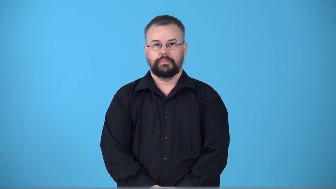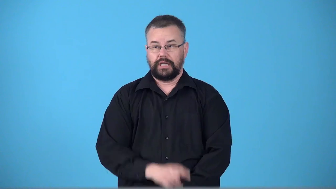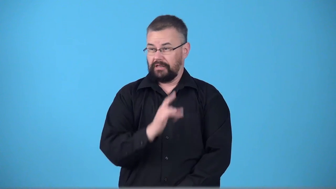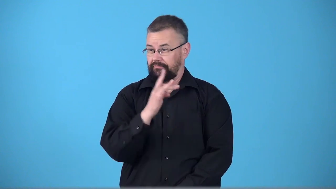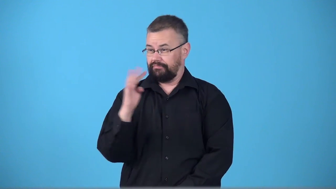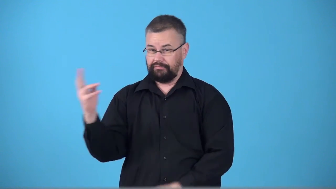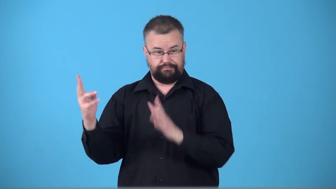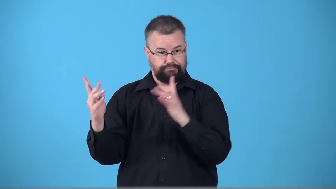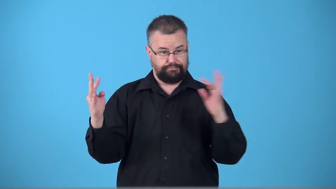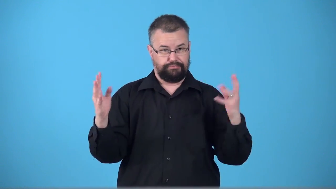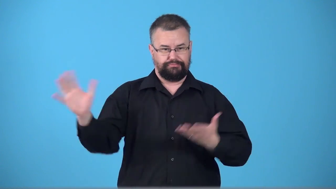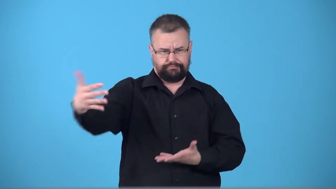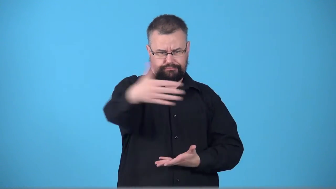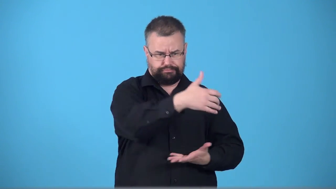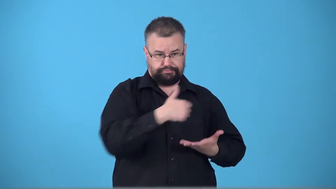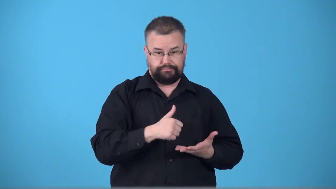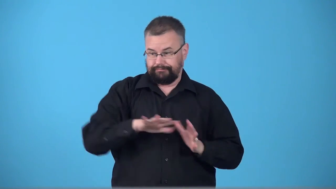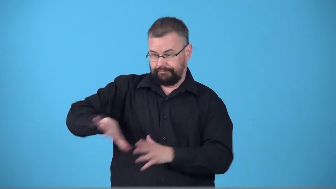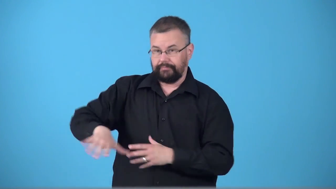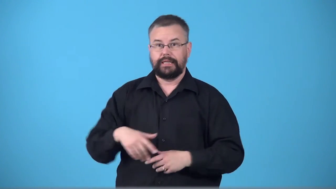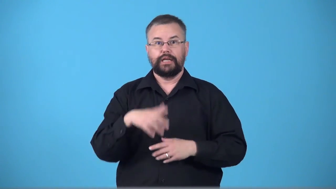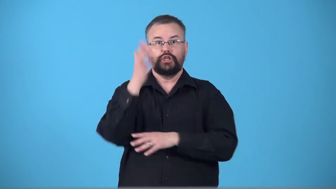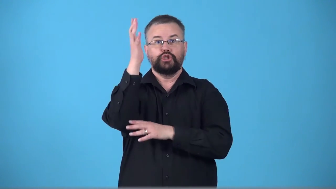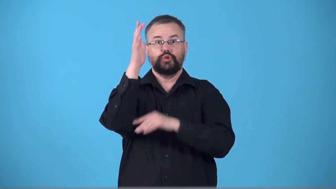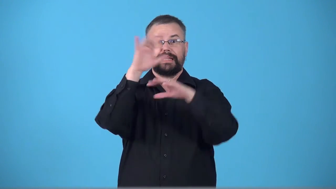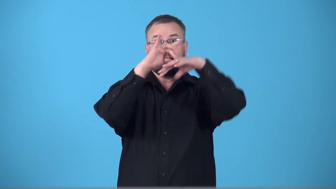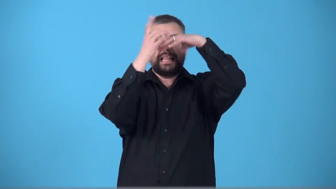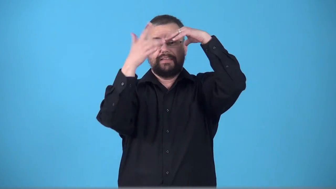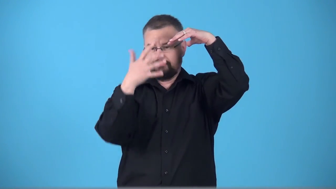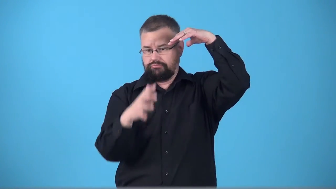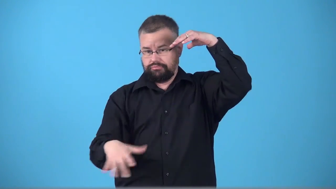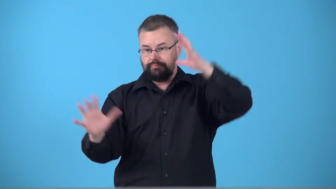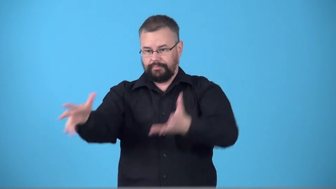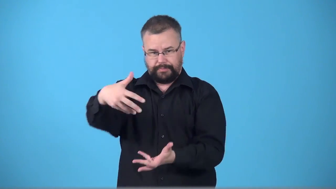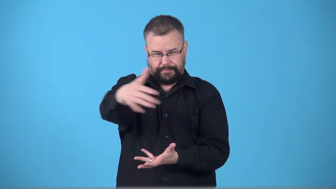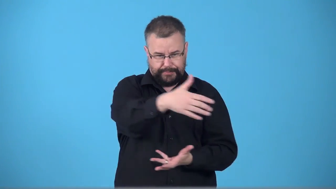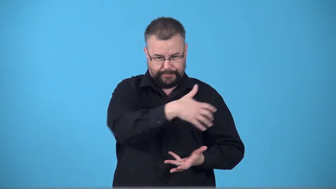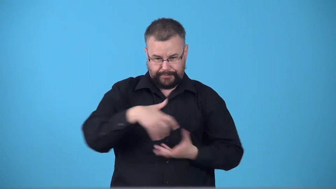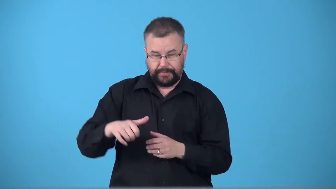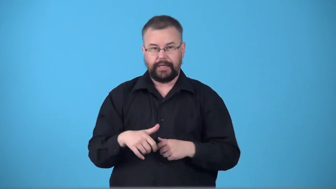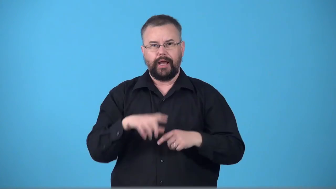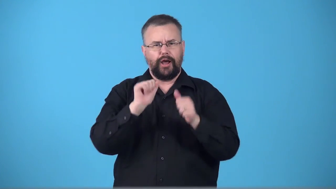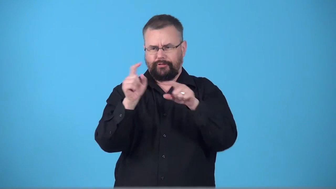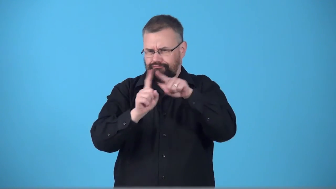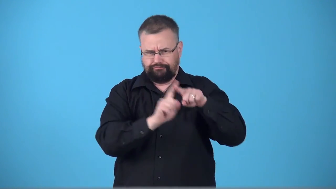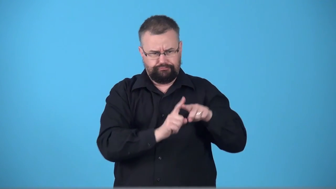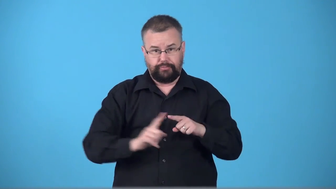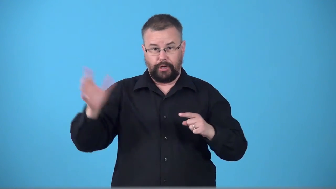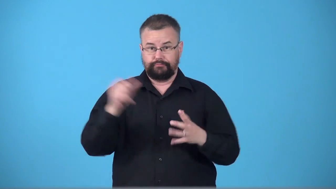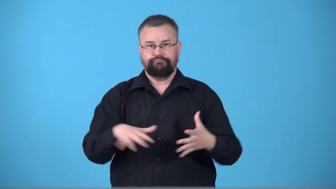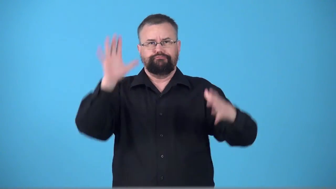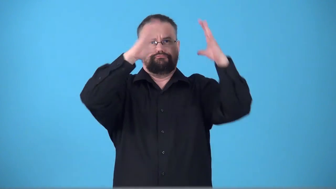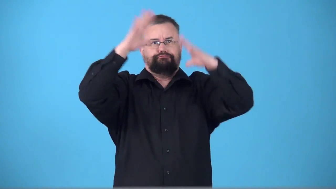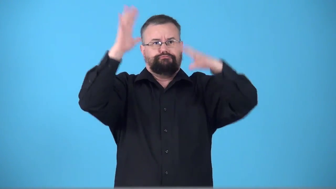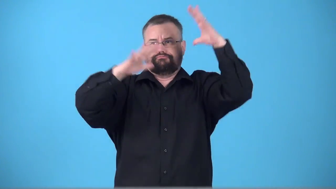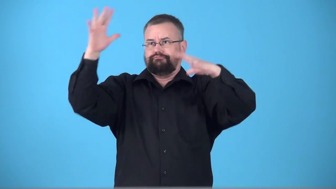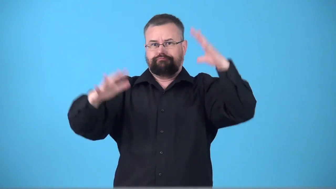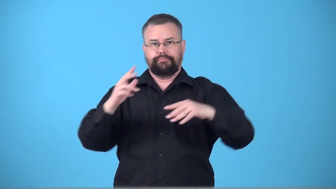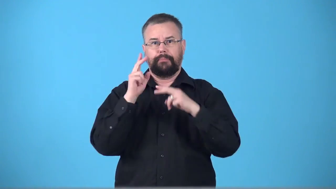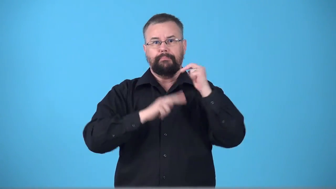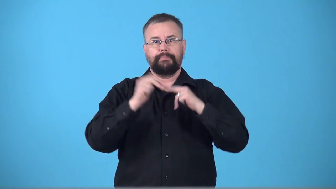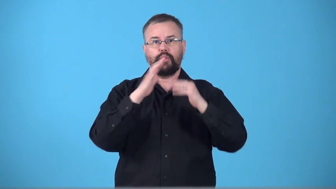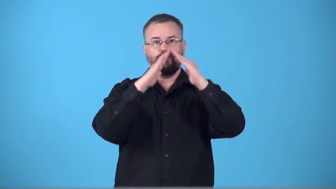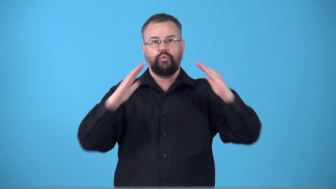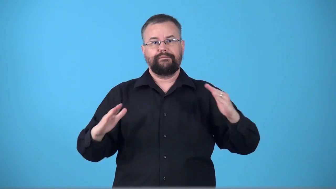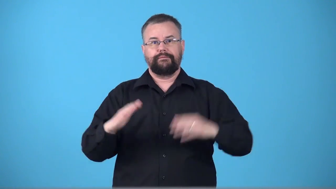thatcher-roof